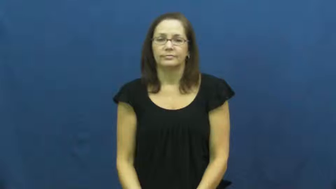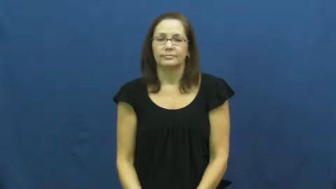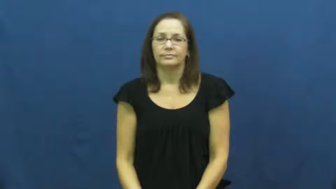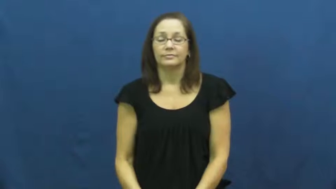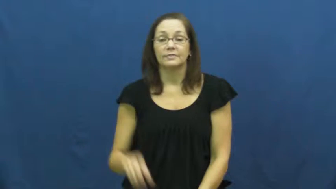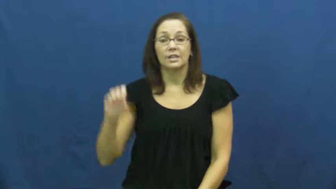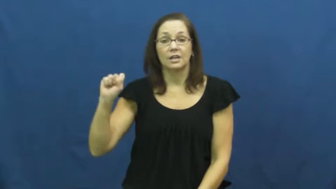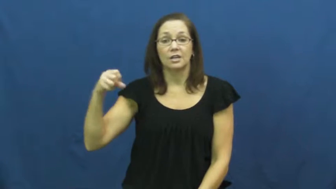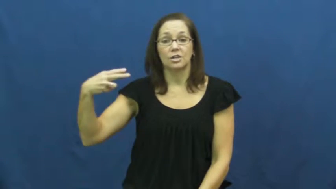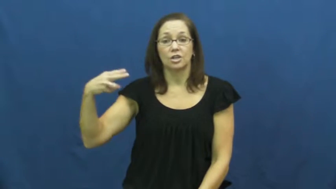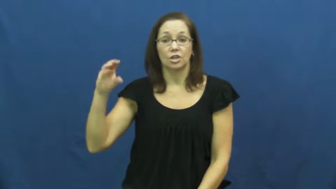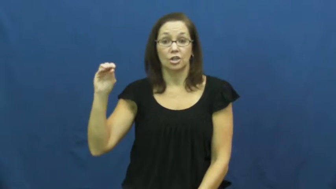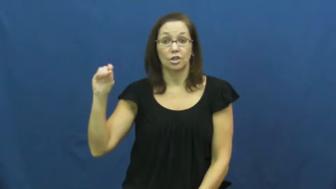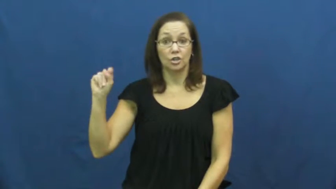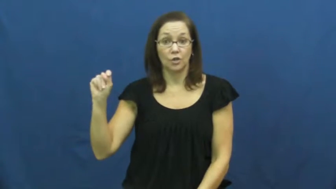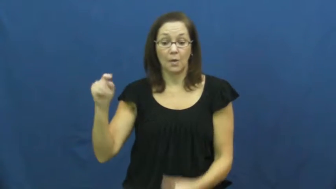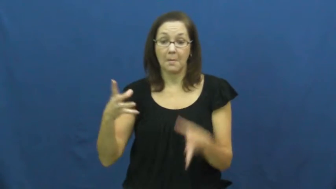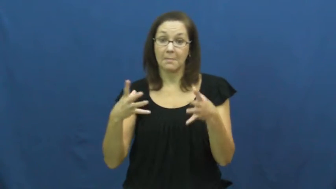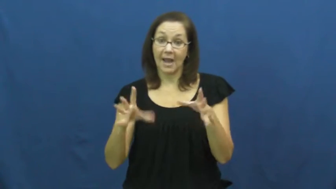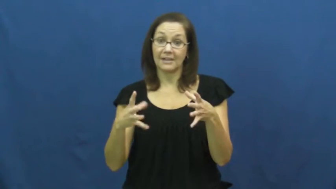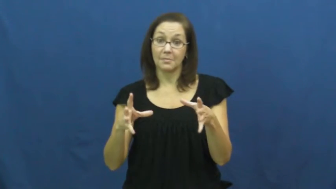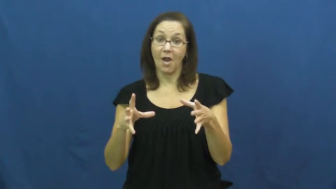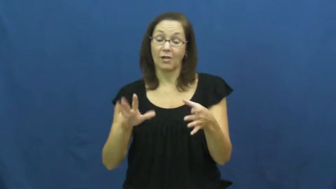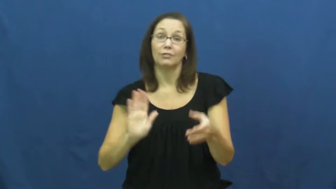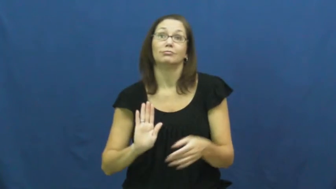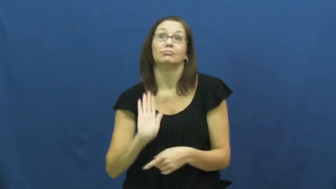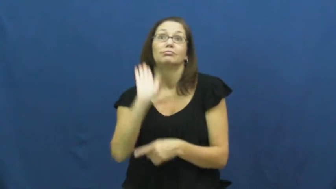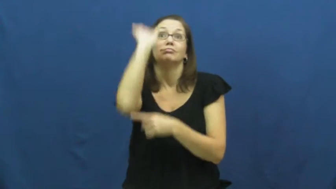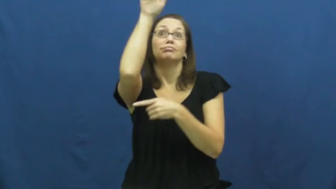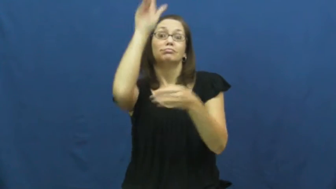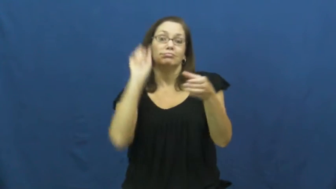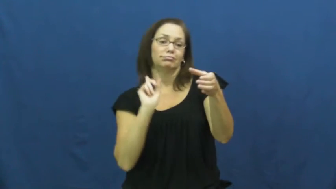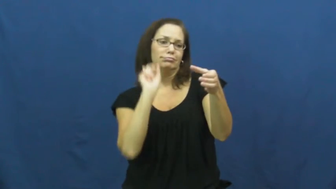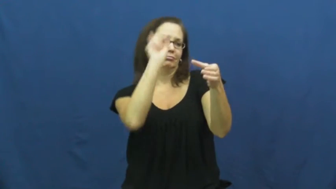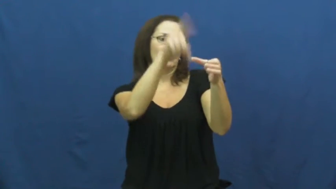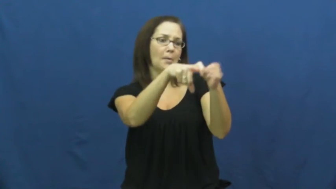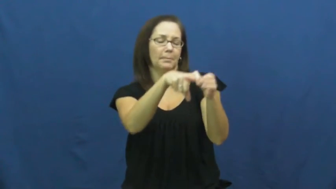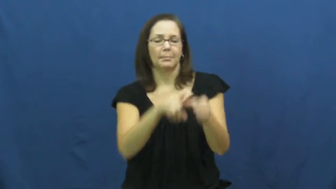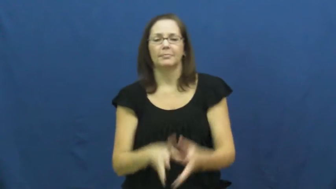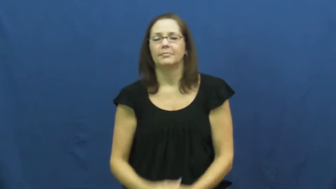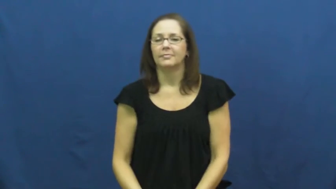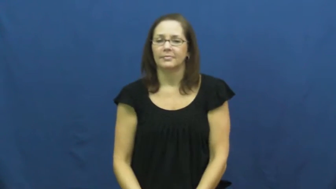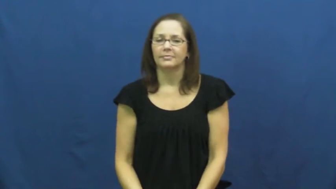shoot-basketball